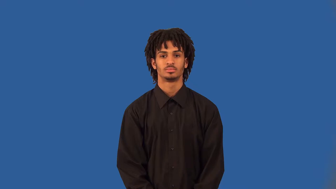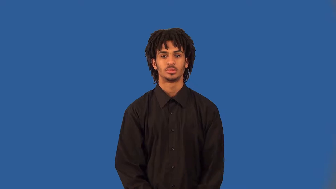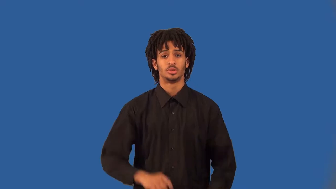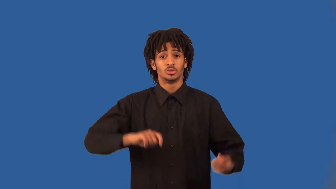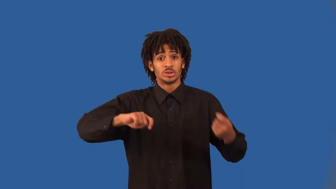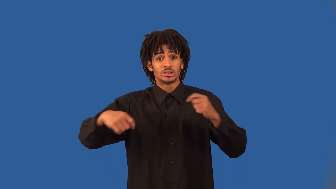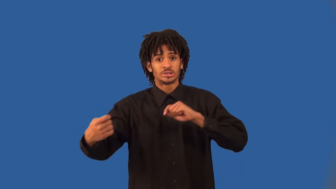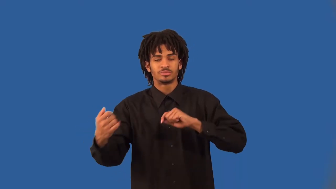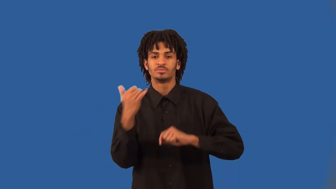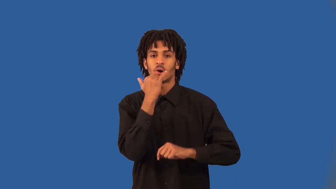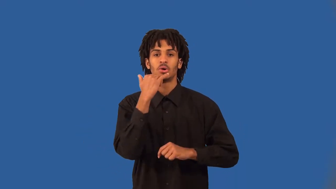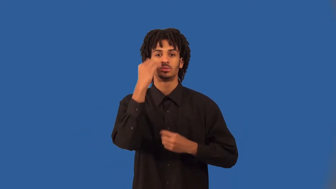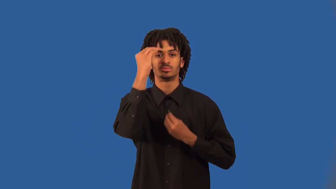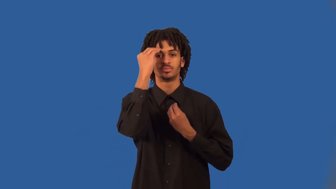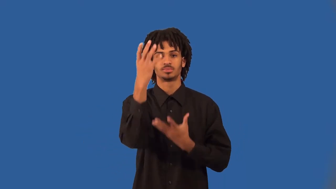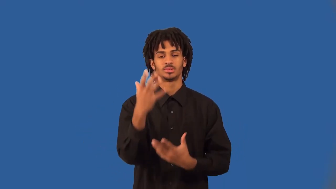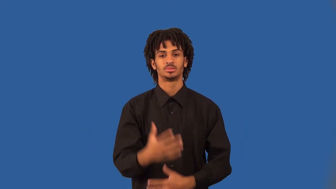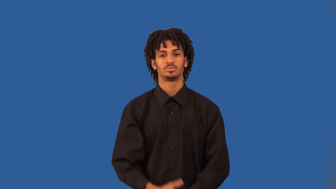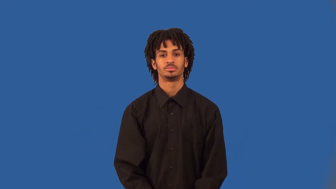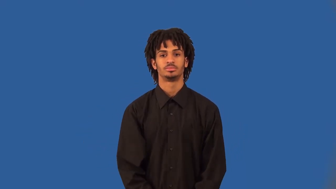skew